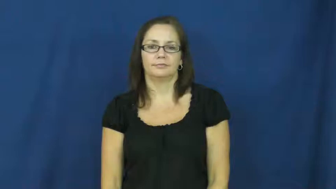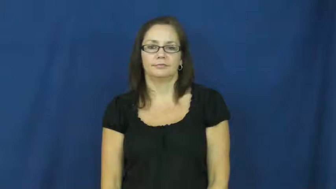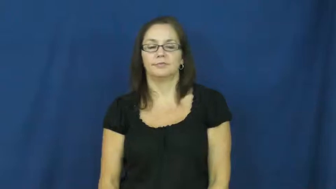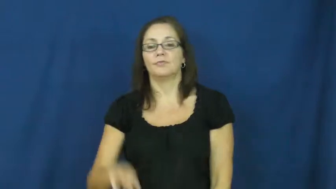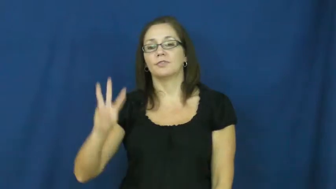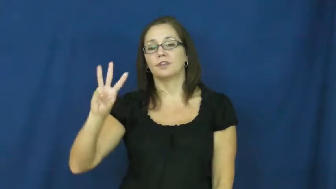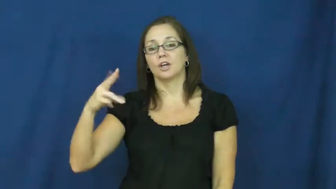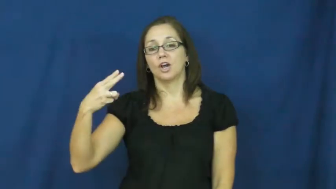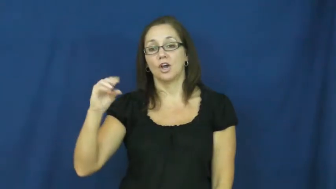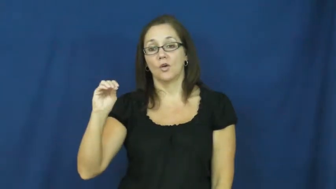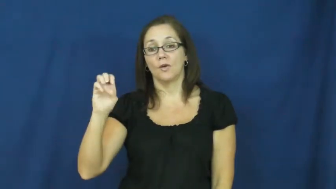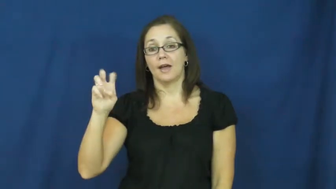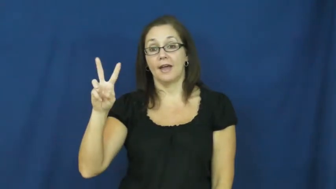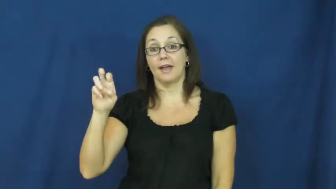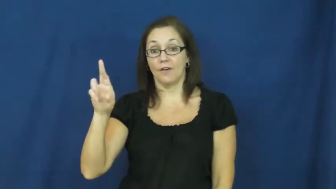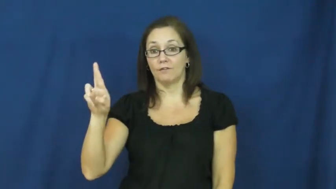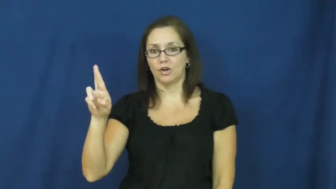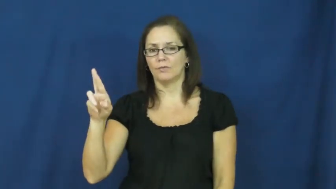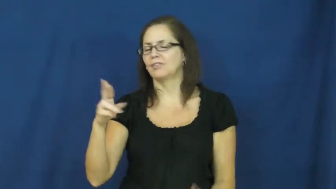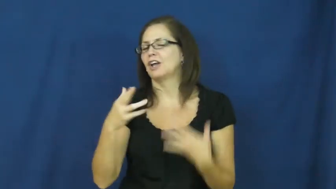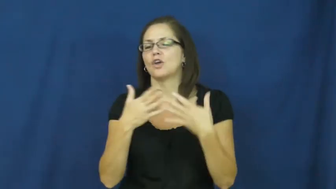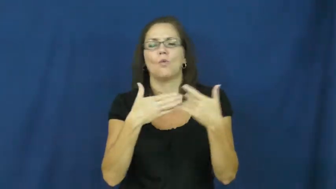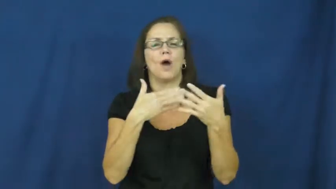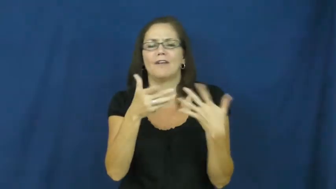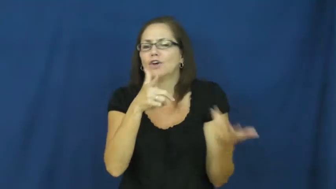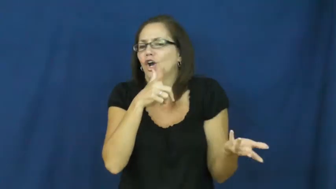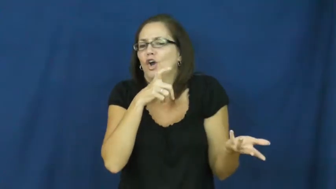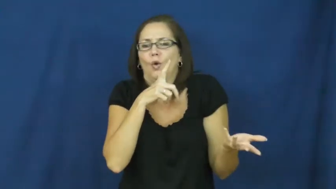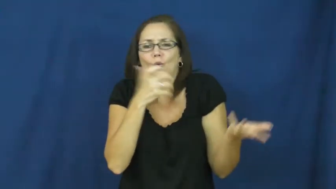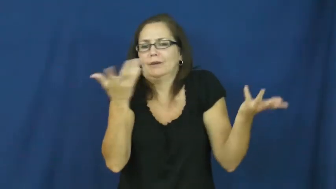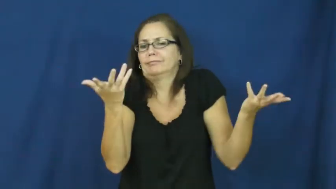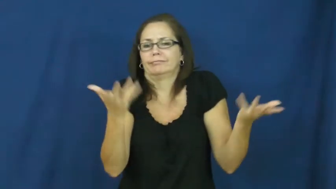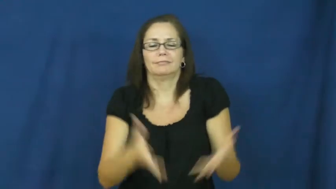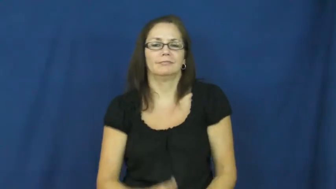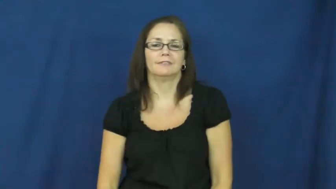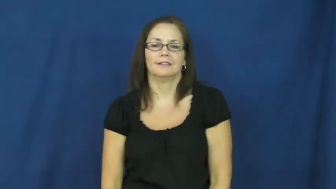whoever,whosoever,whoso